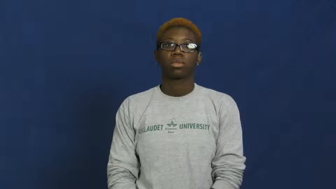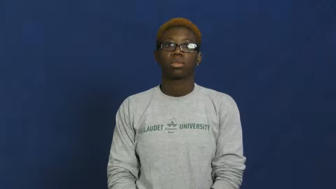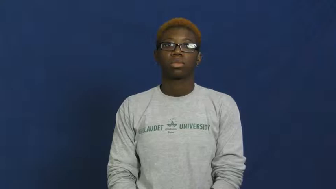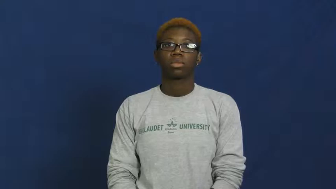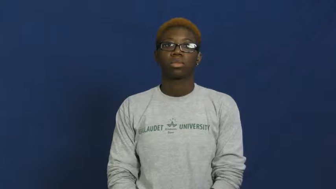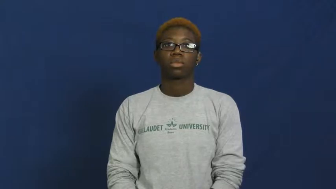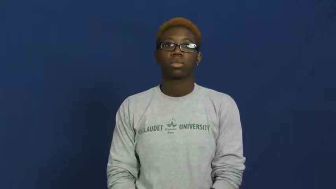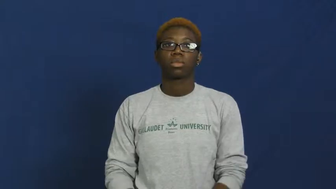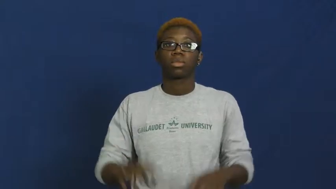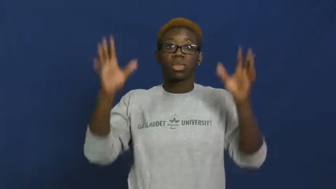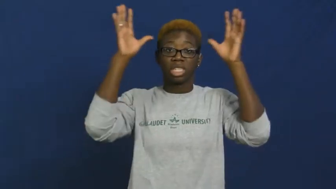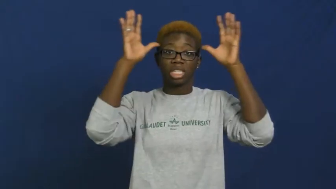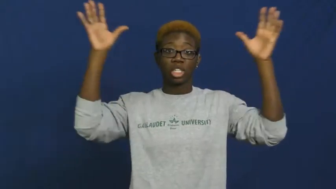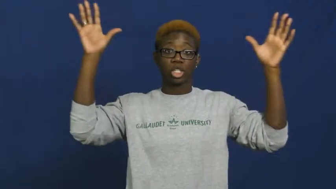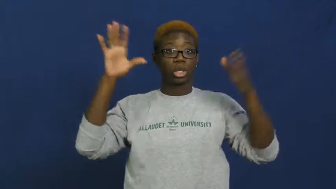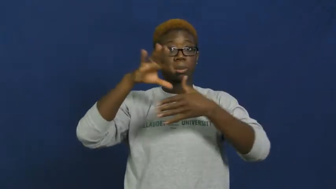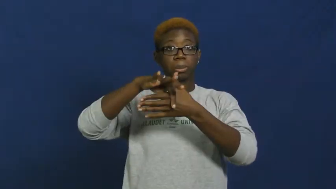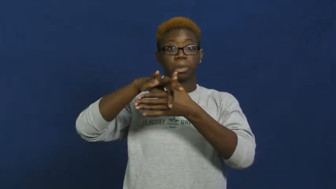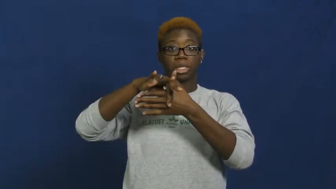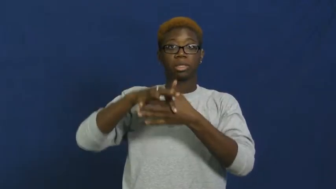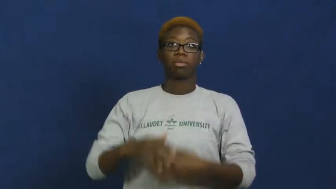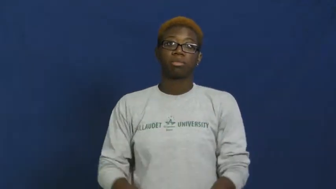venison